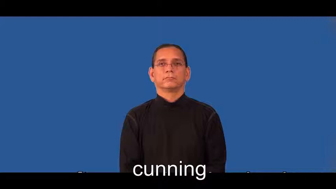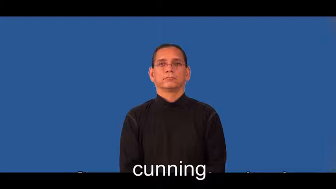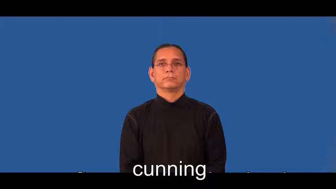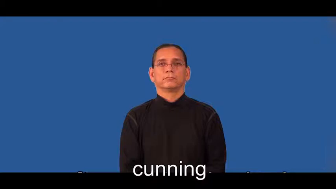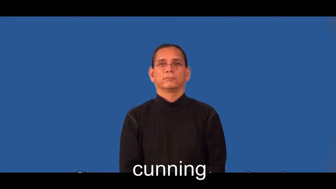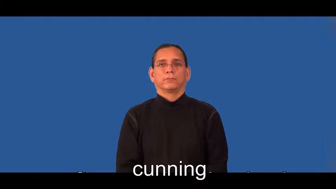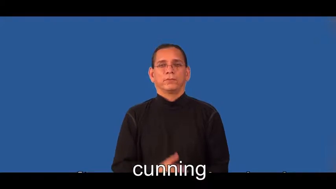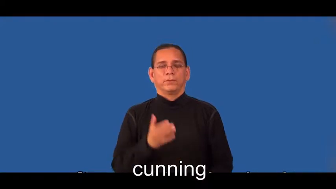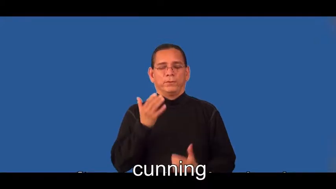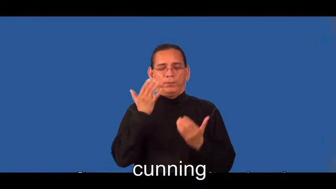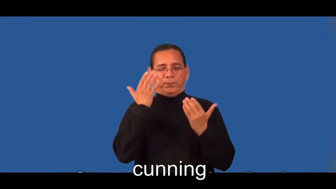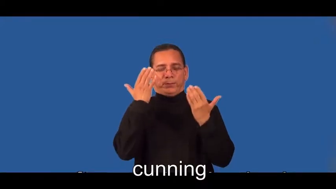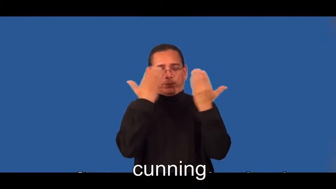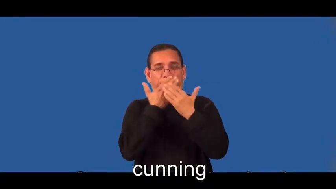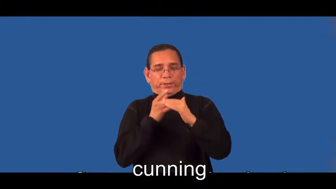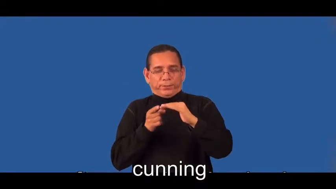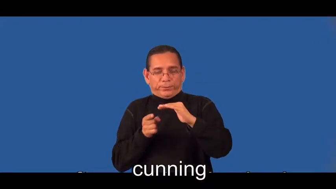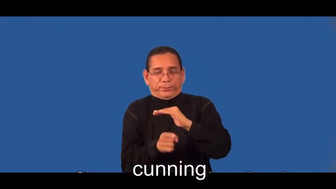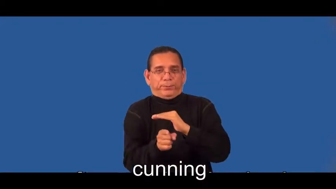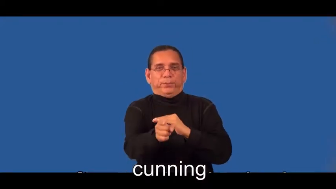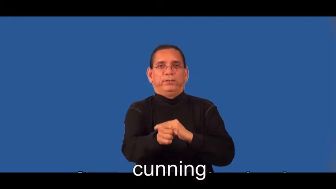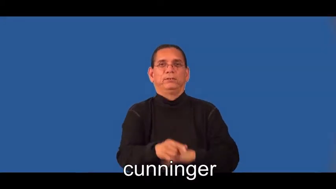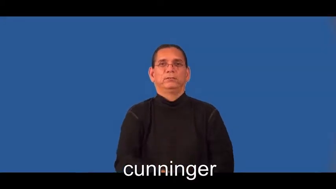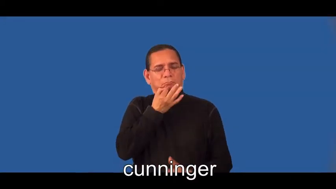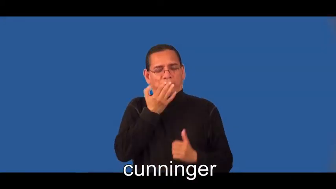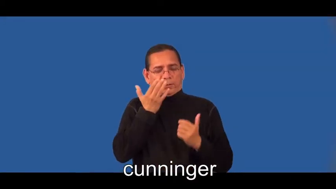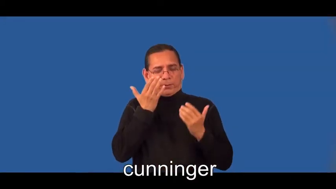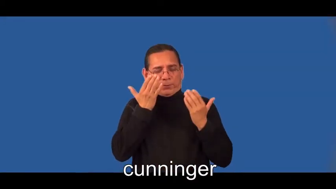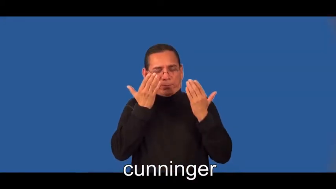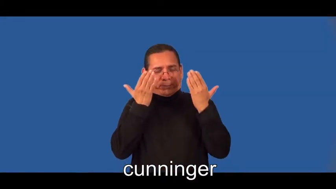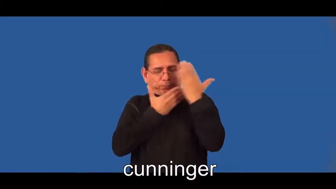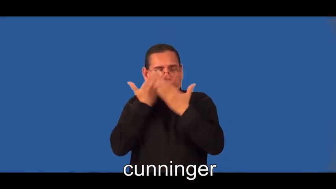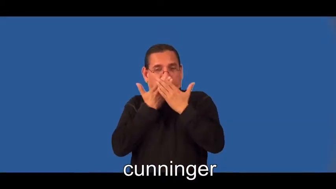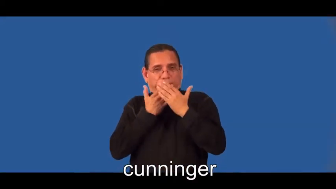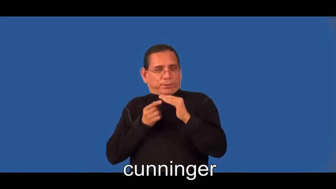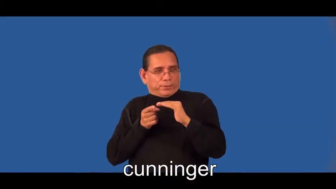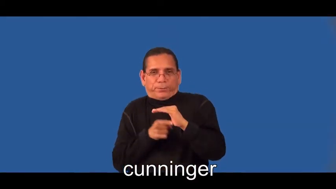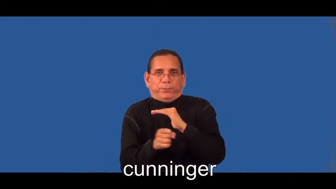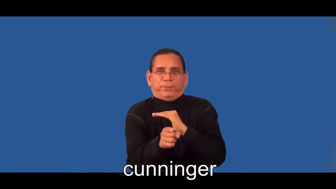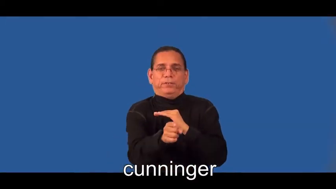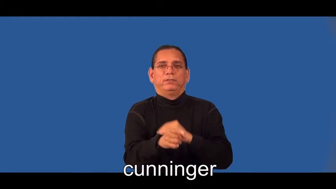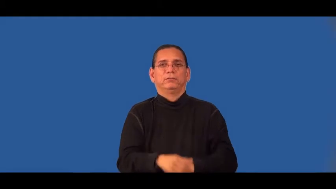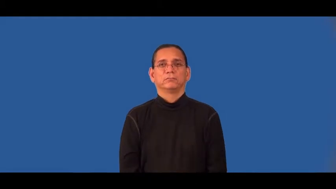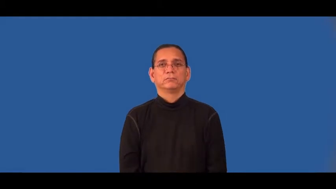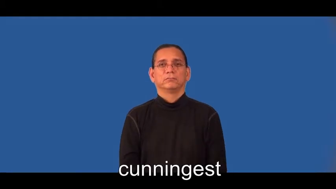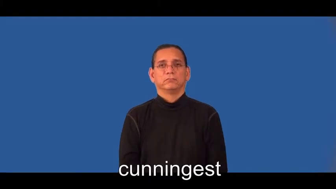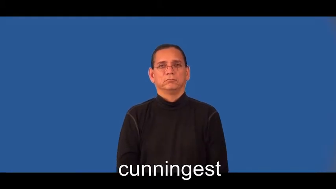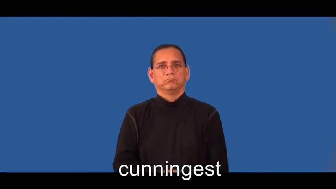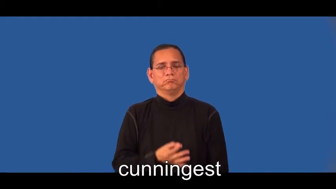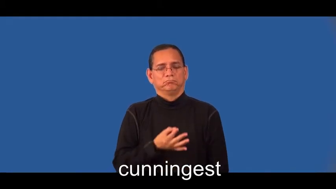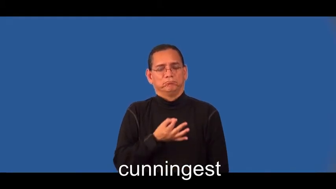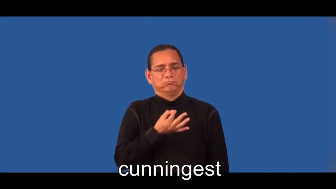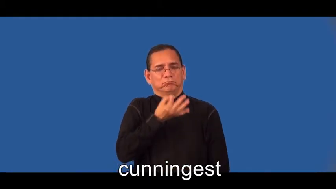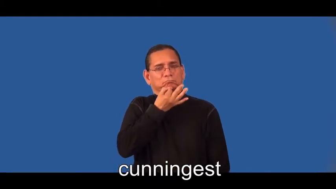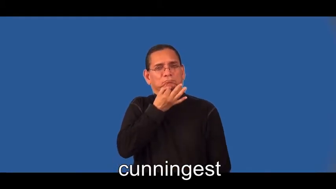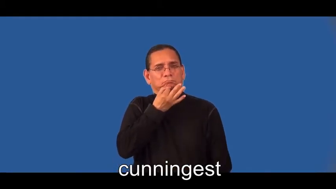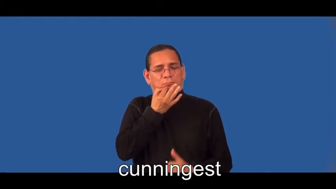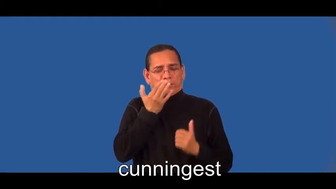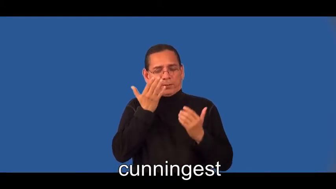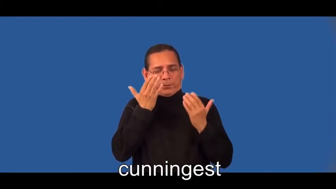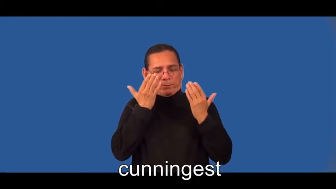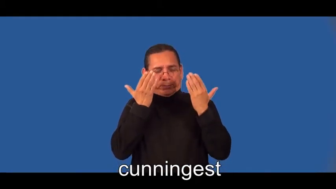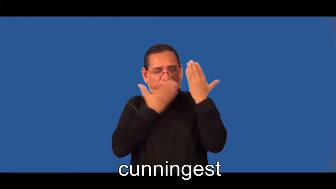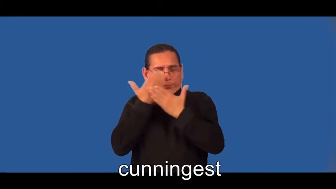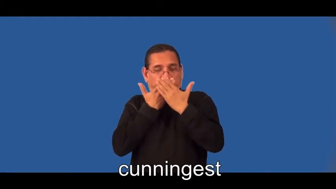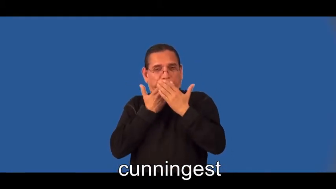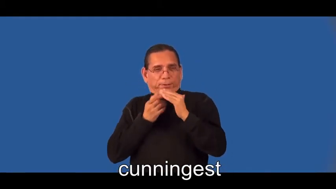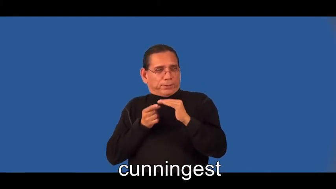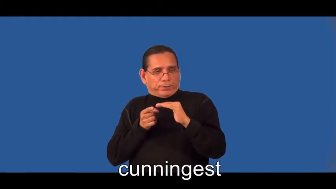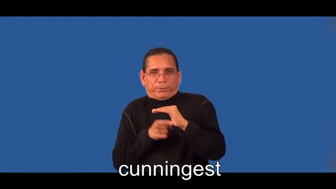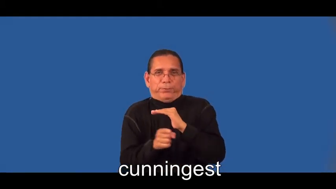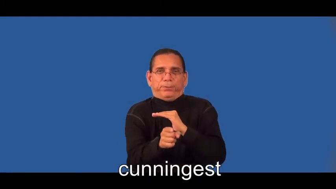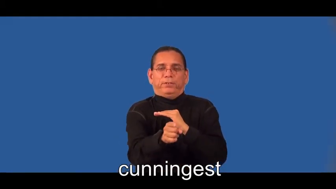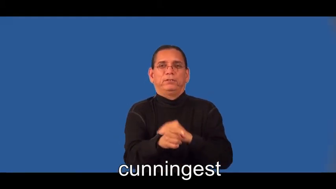cunninger,cunningest